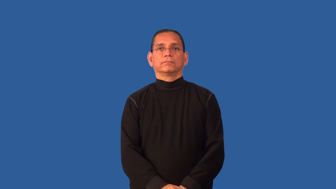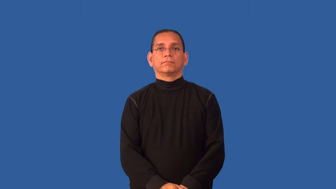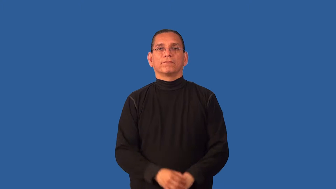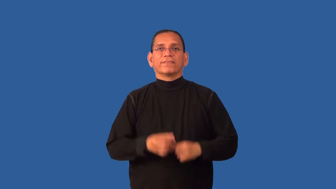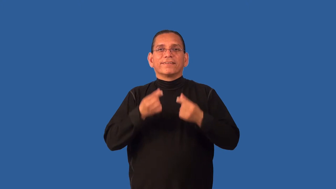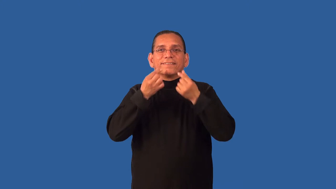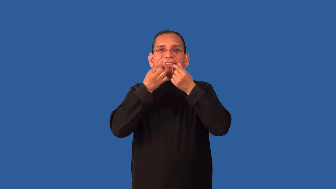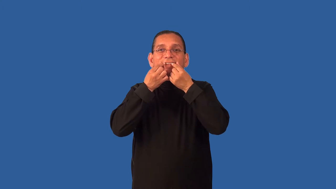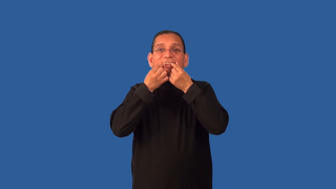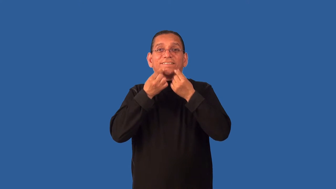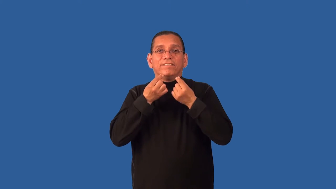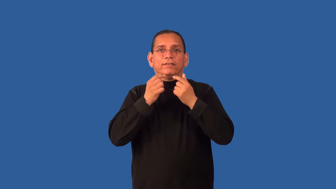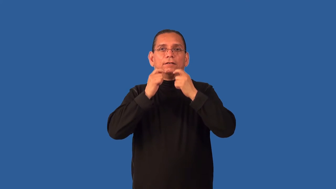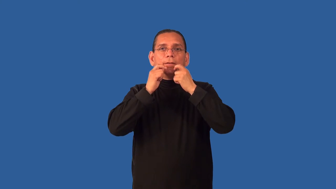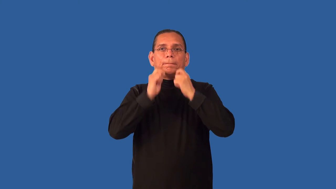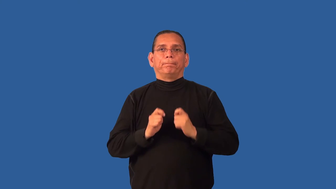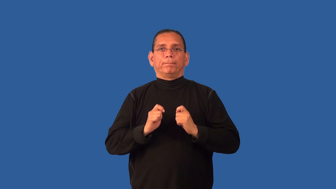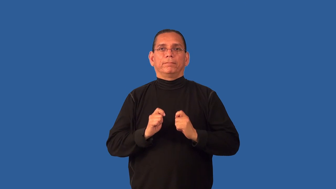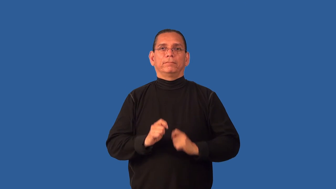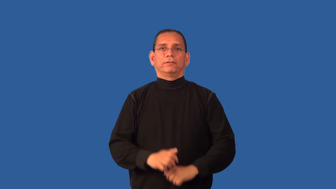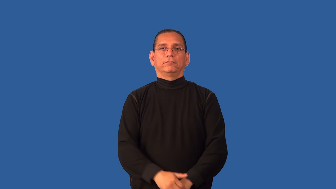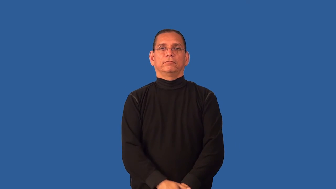defang